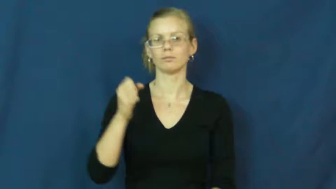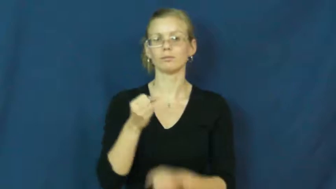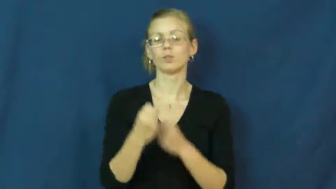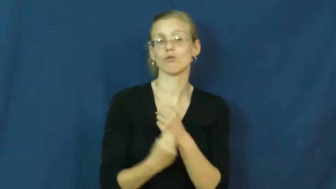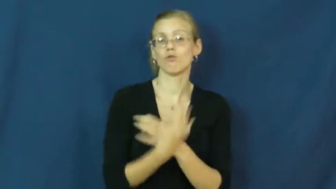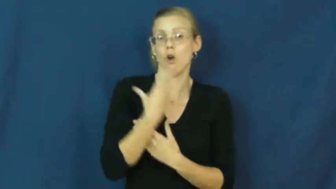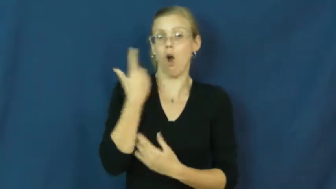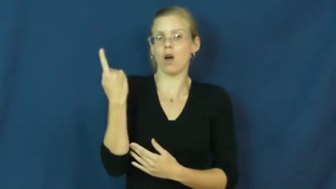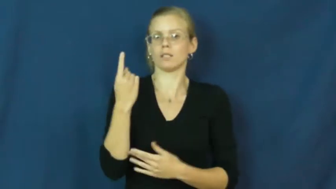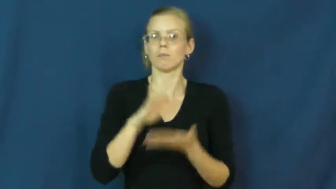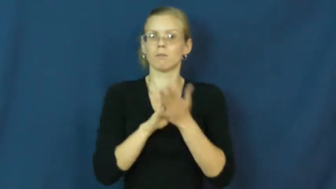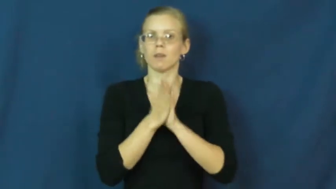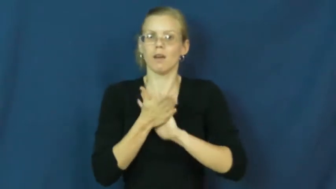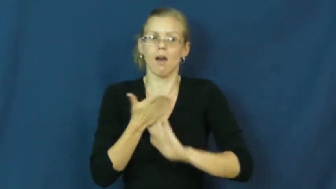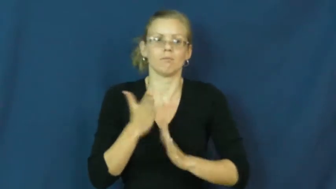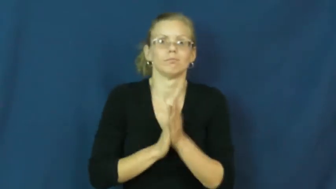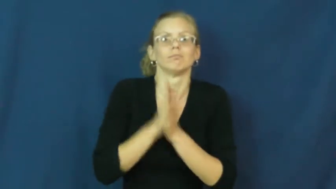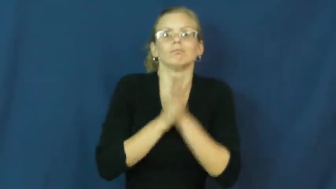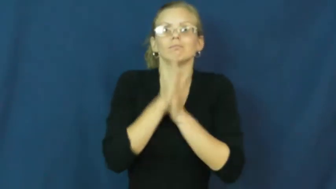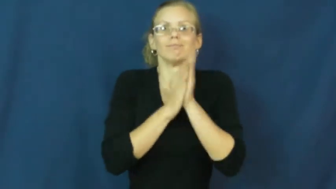arouse-feeling